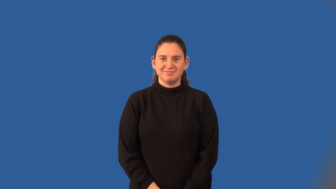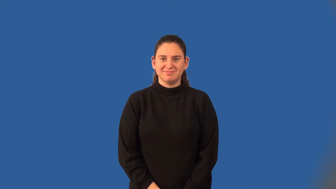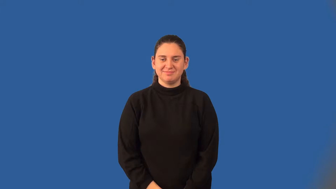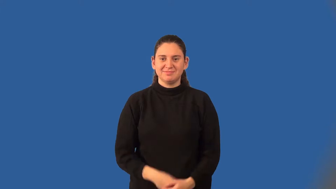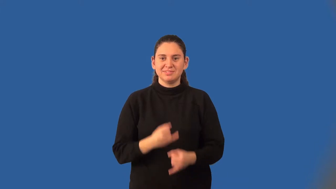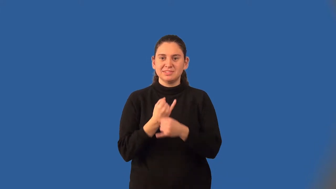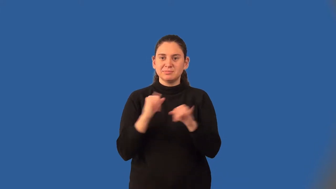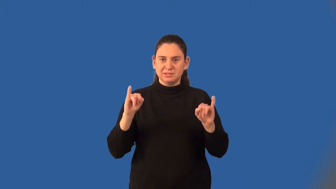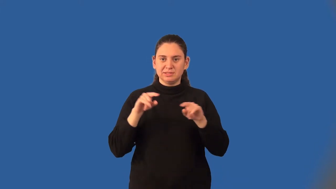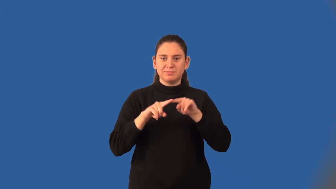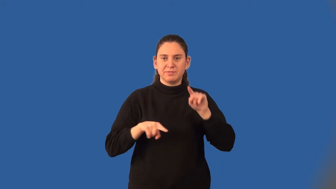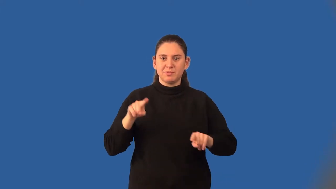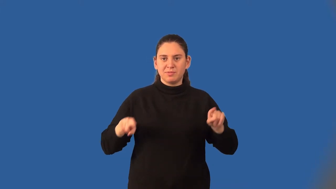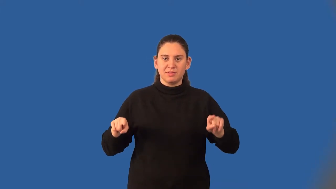independent variable